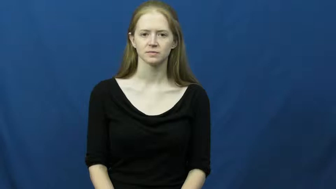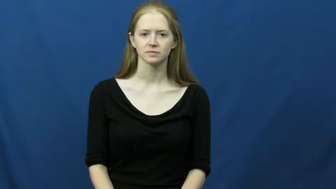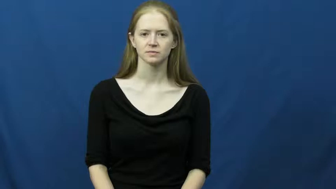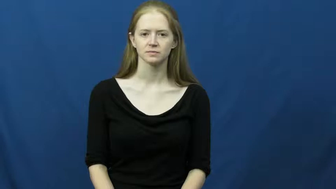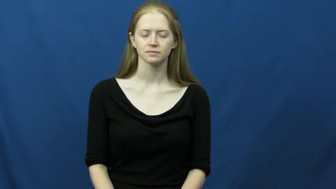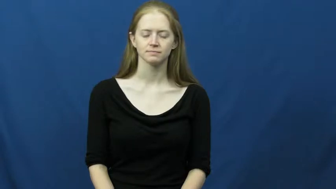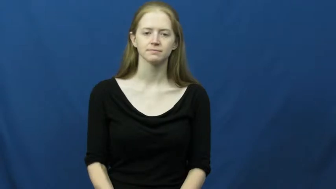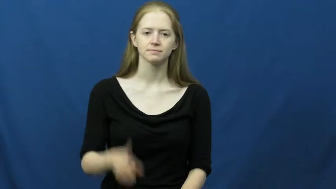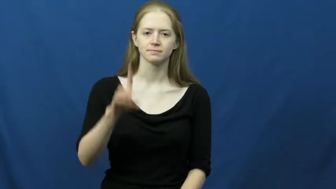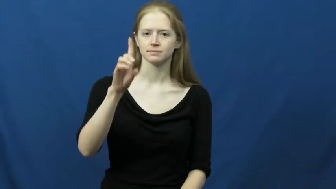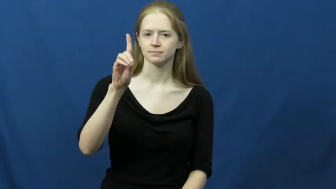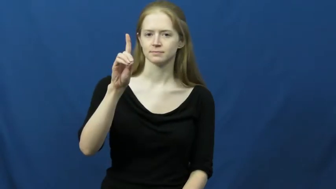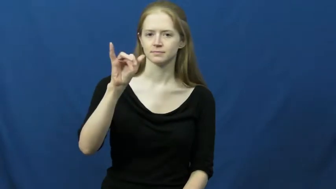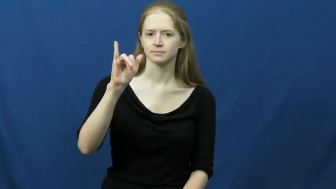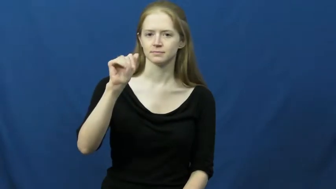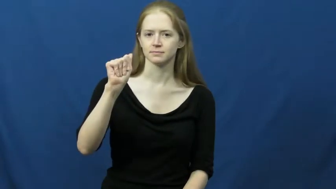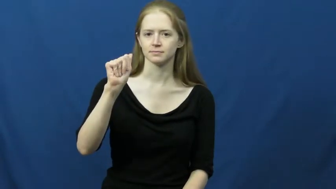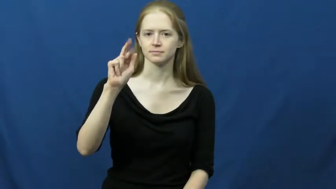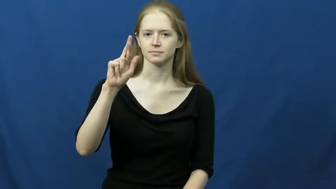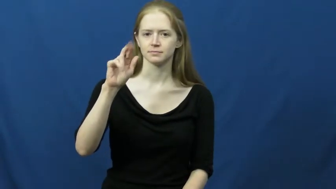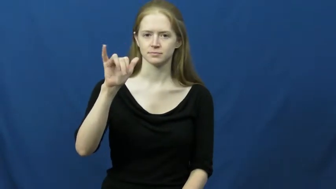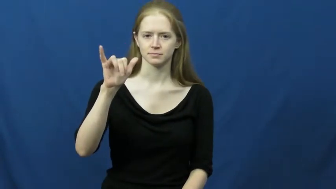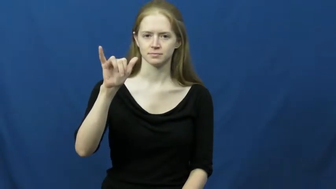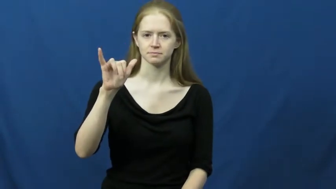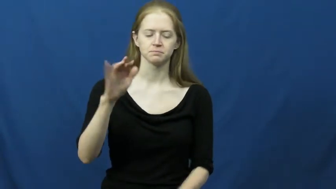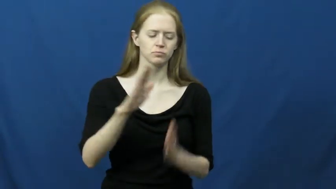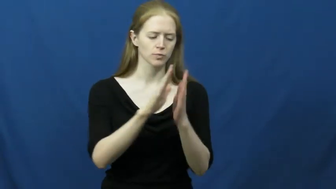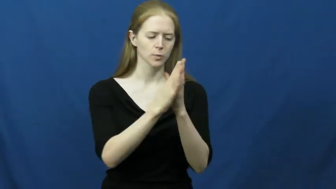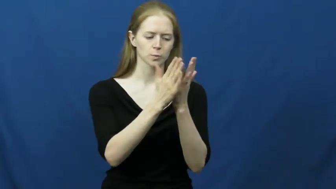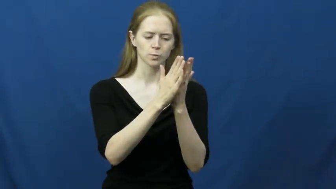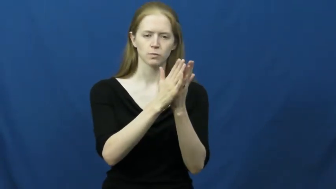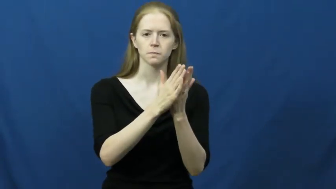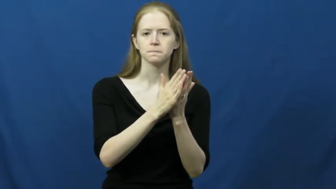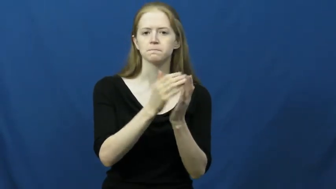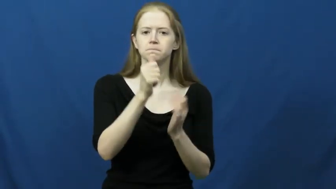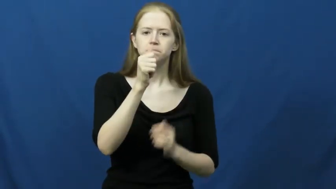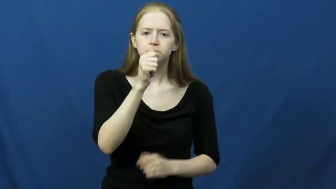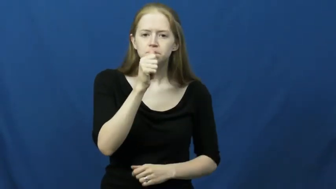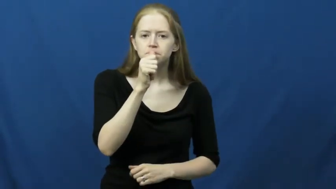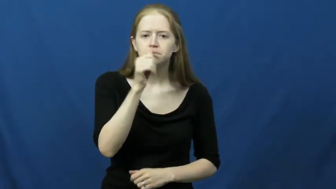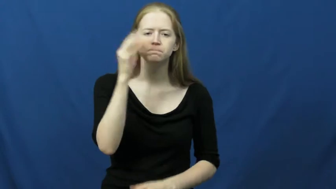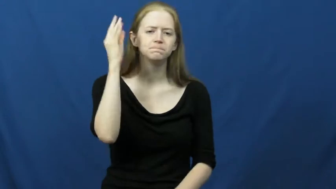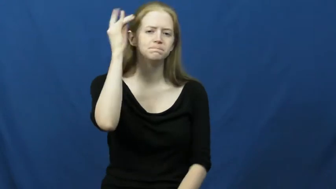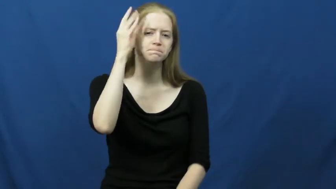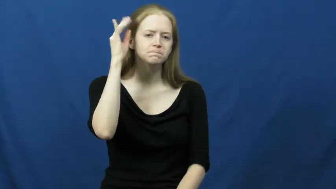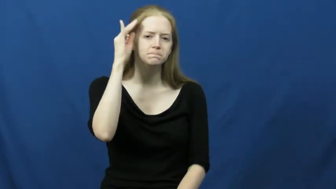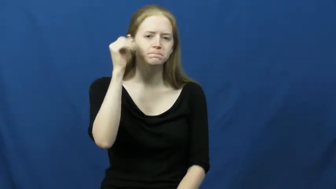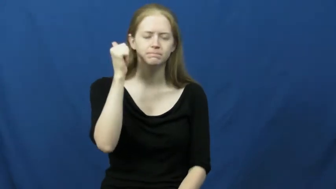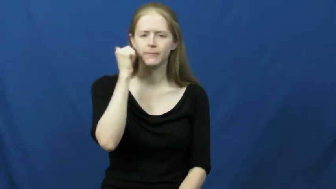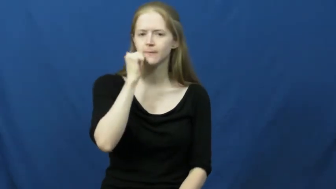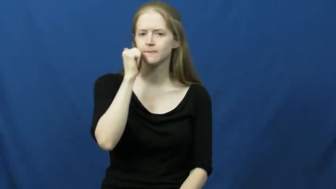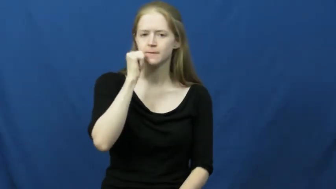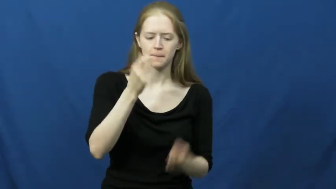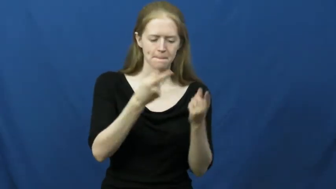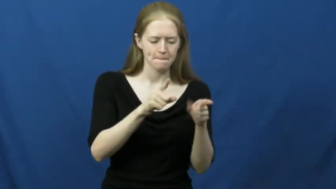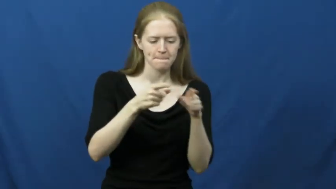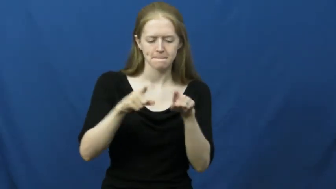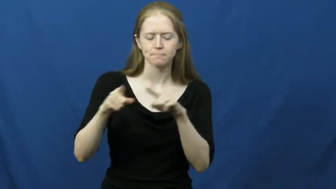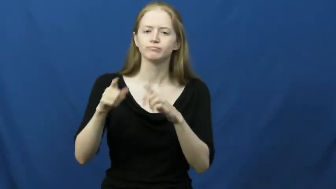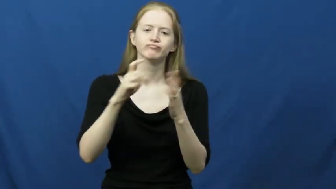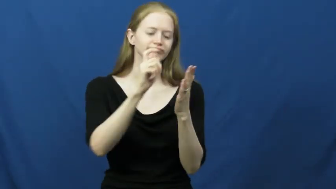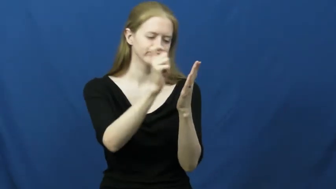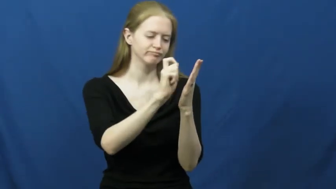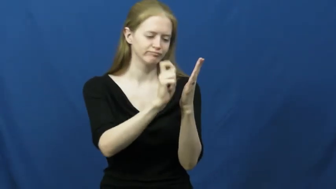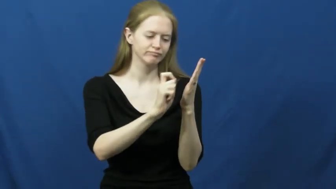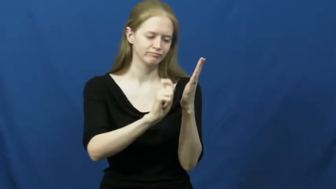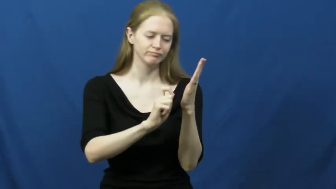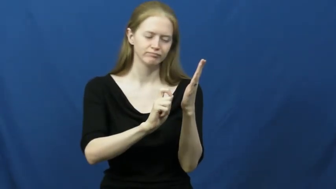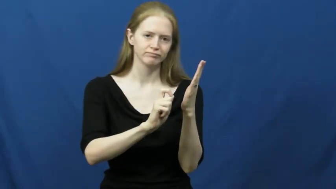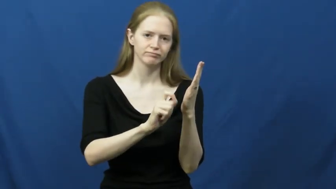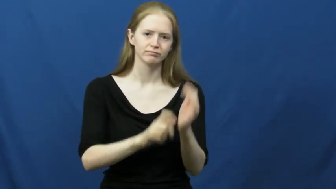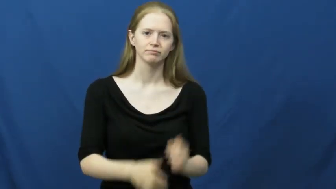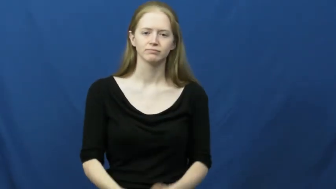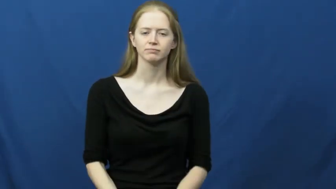diary